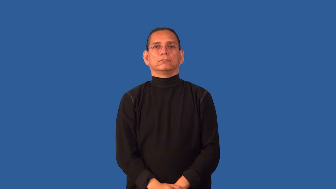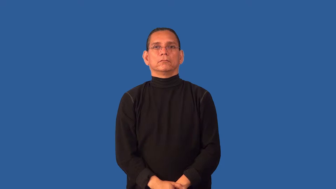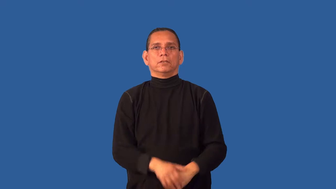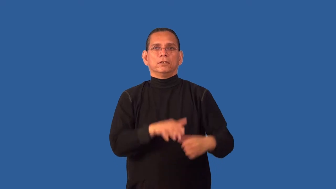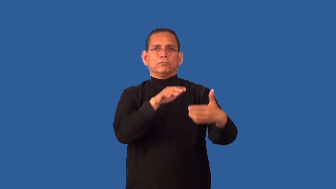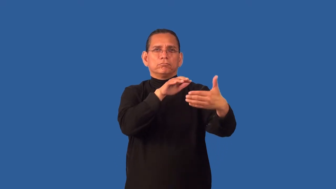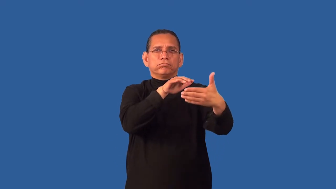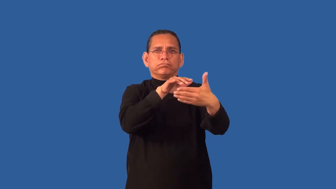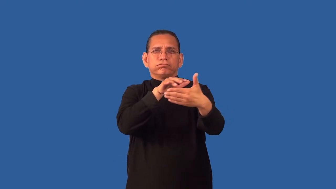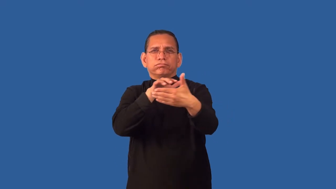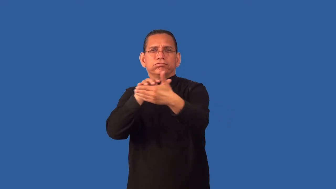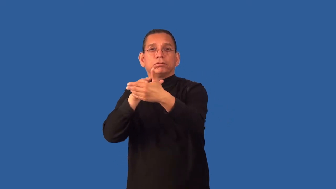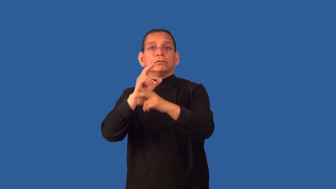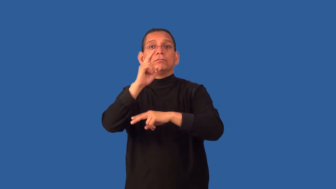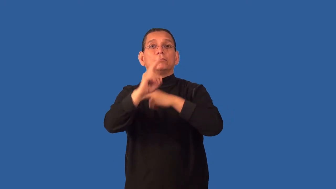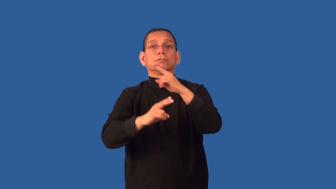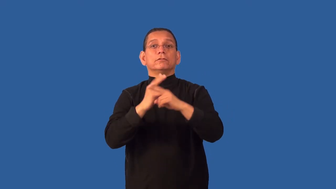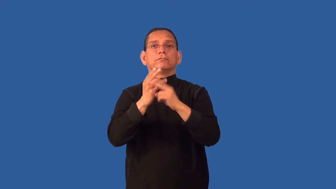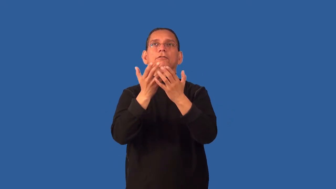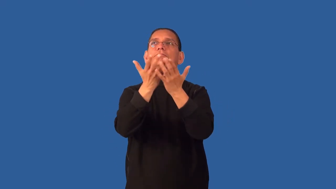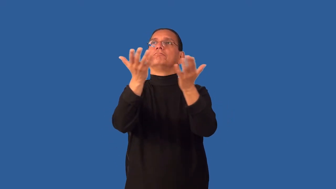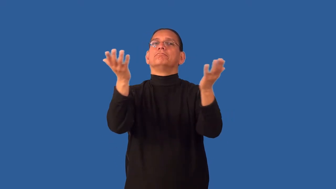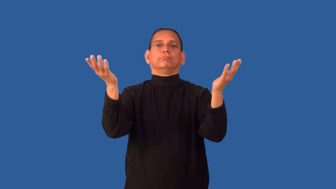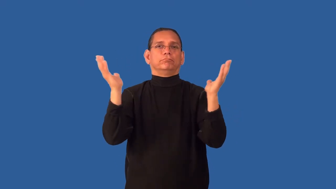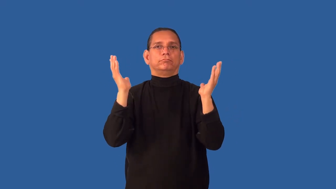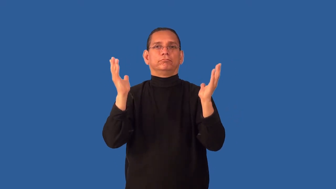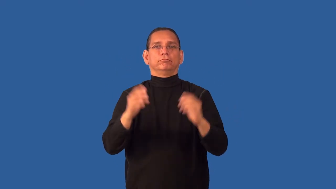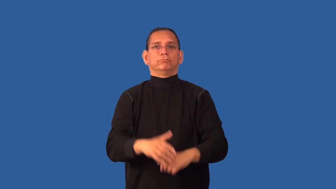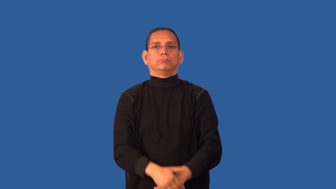cosmology